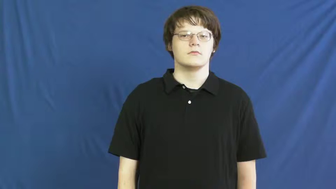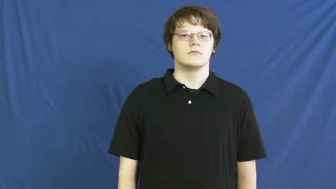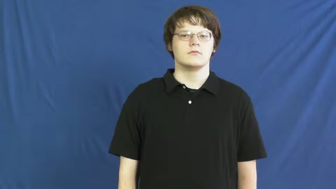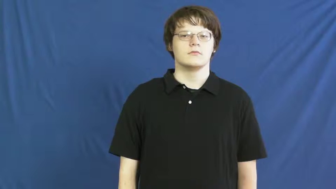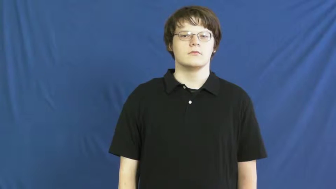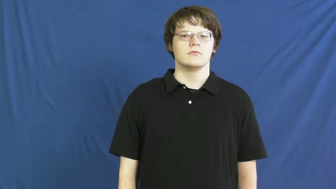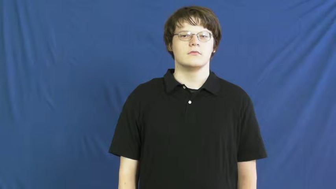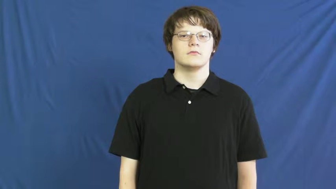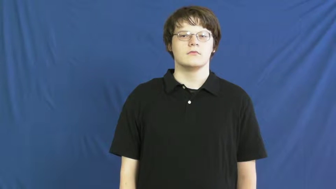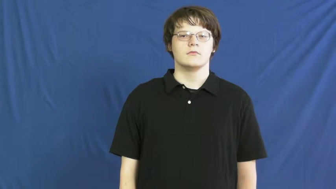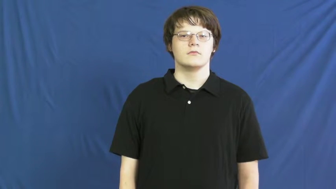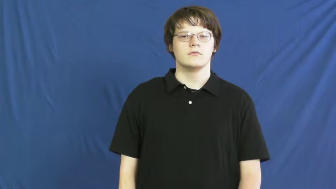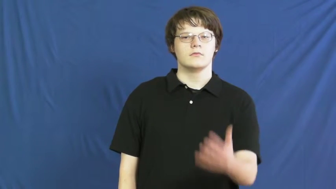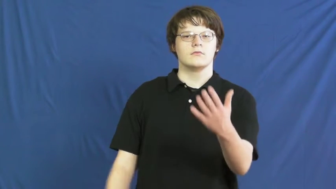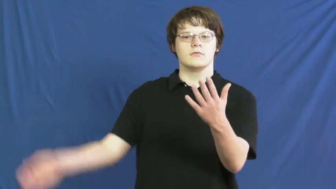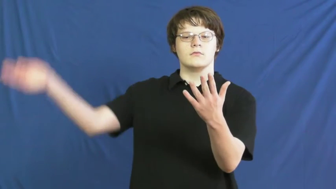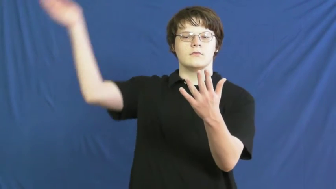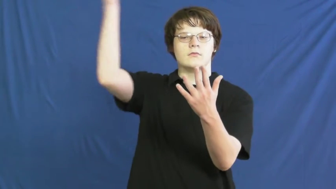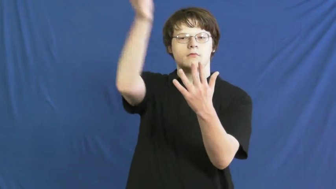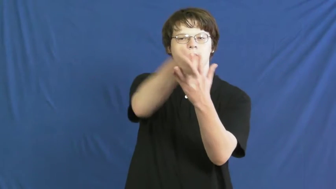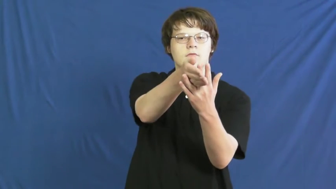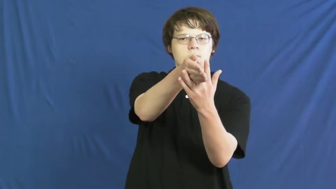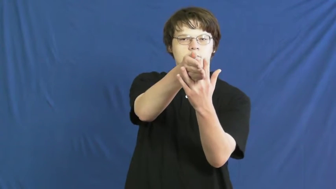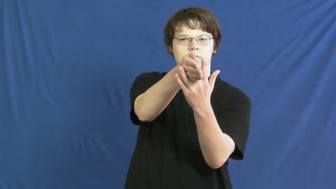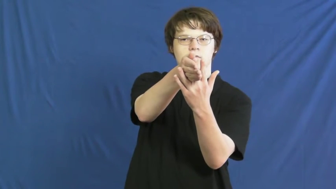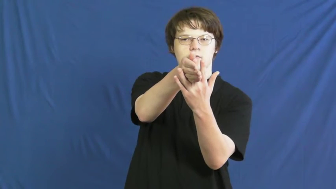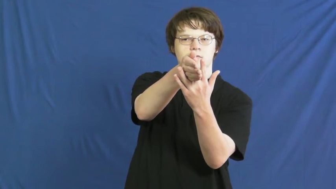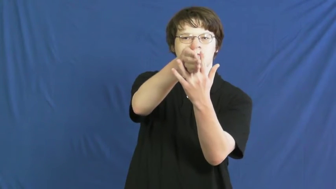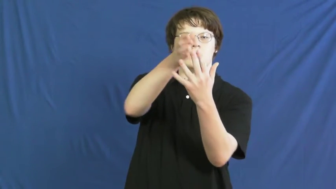meddle